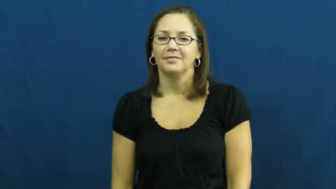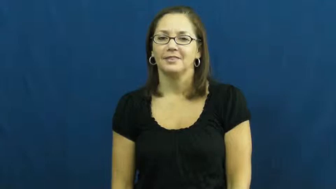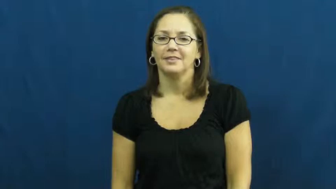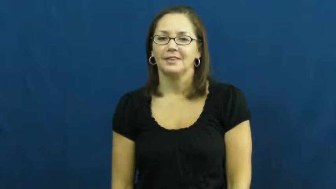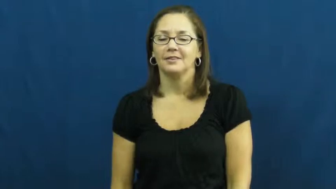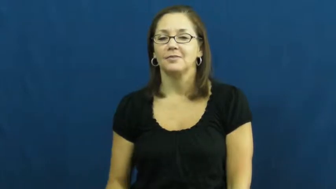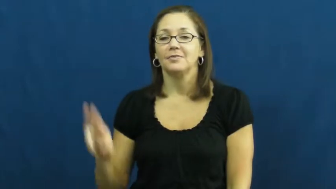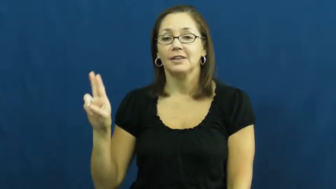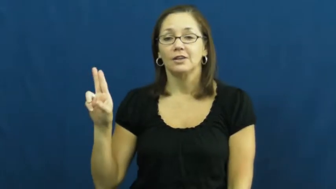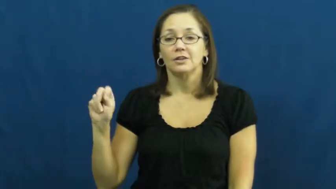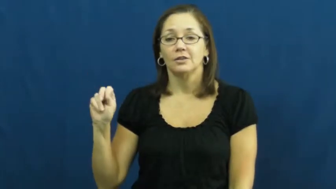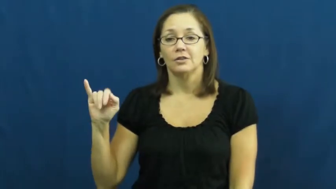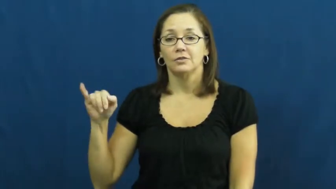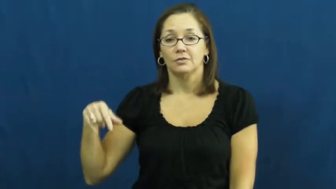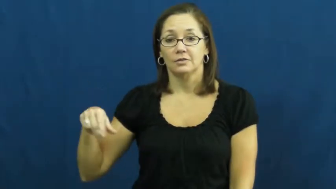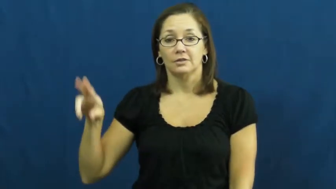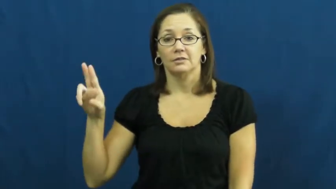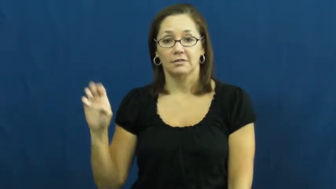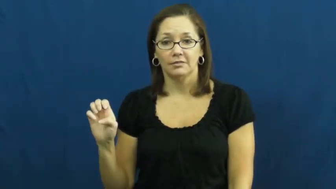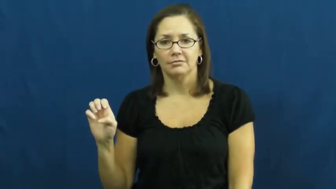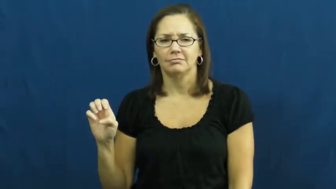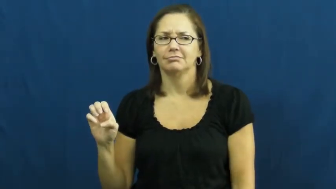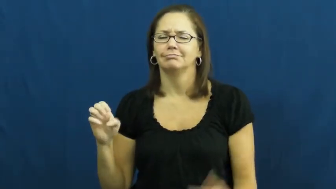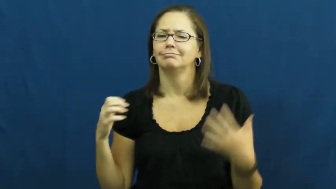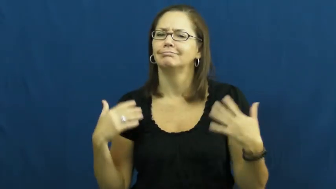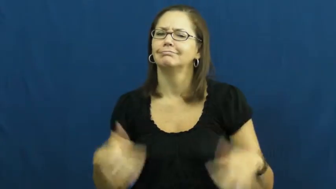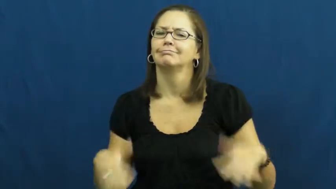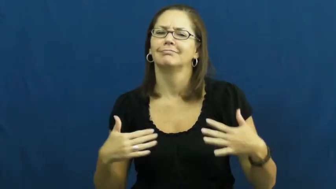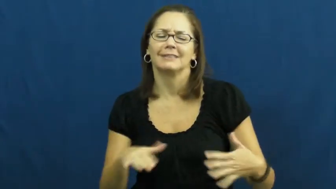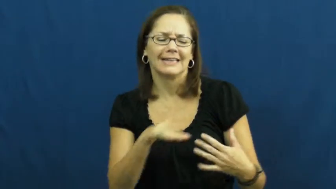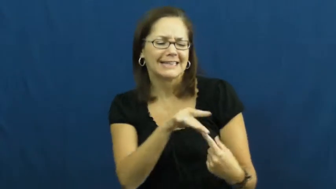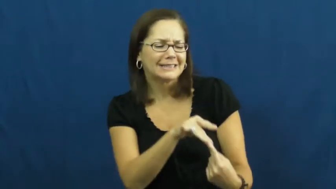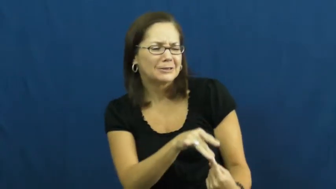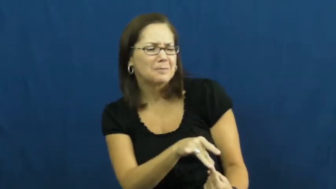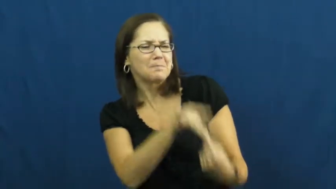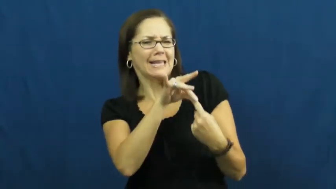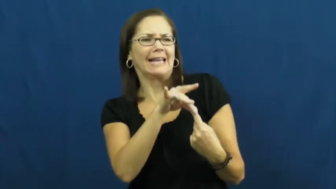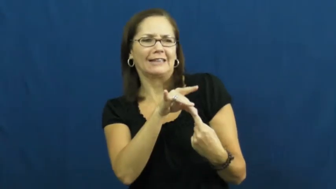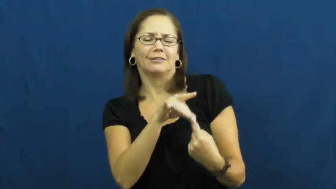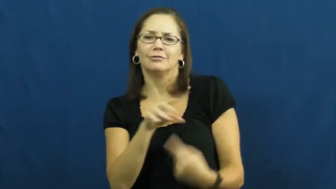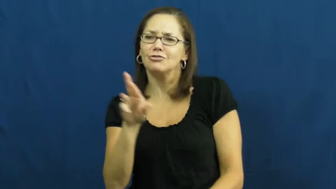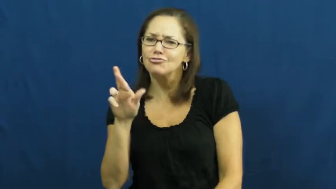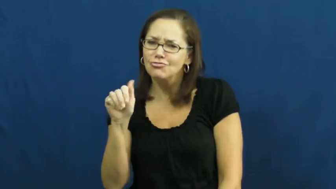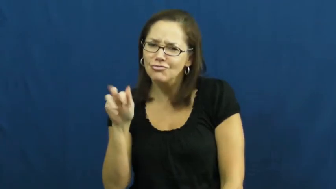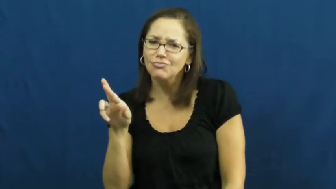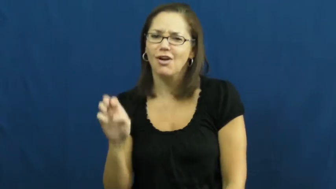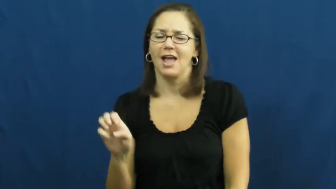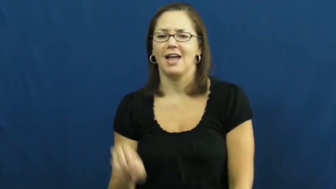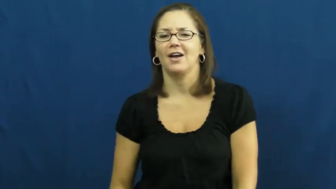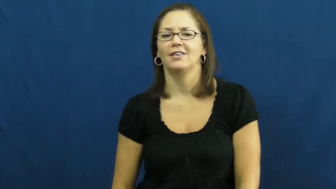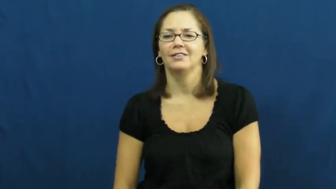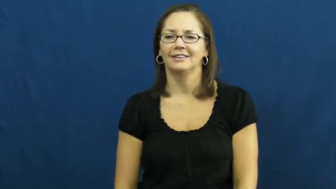unique